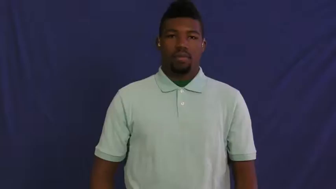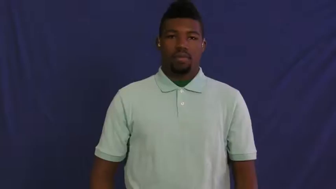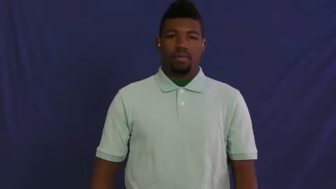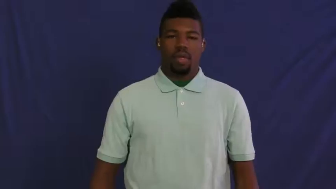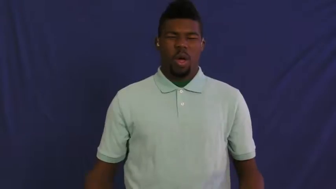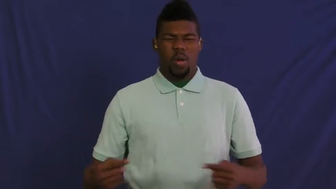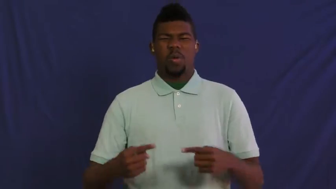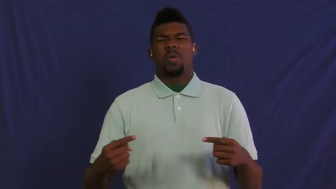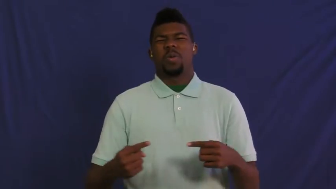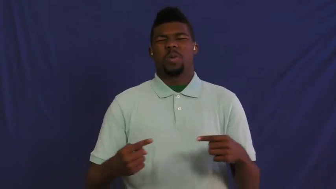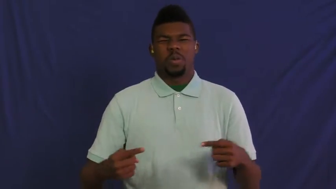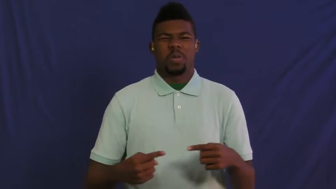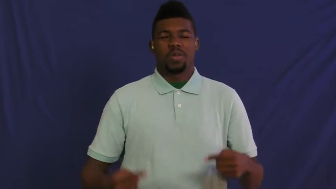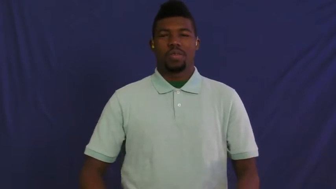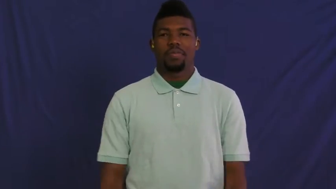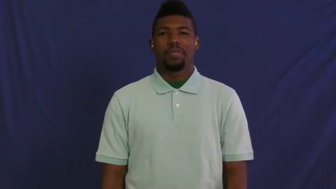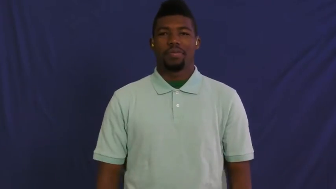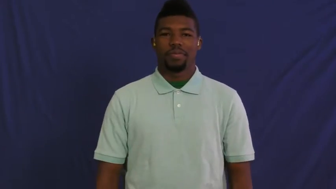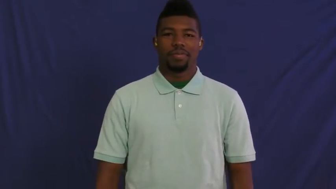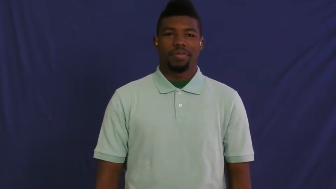harm,malign